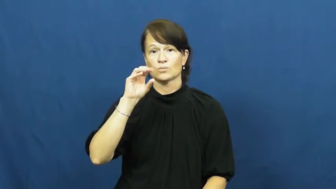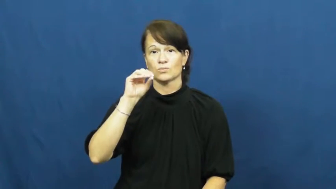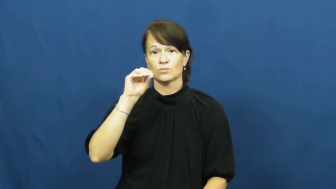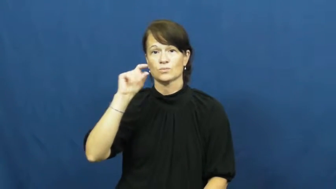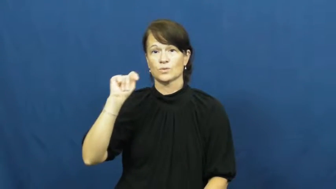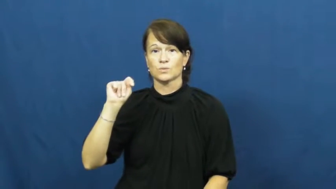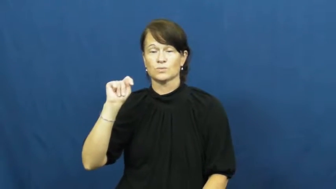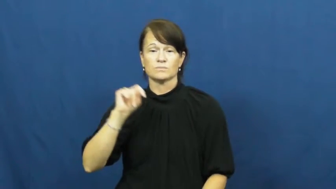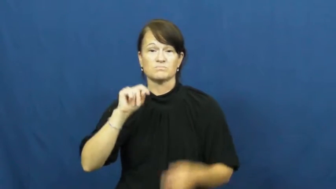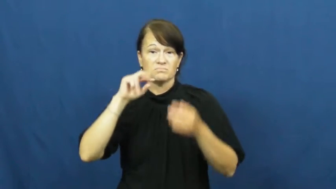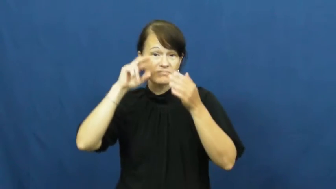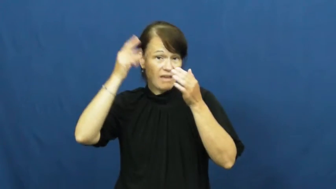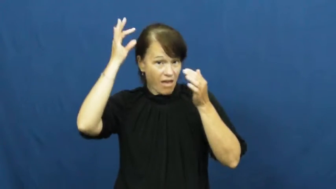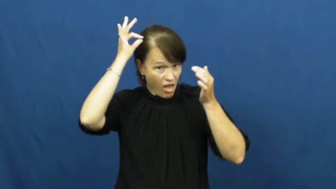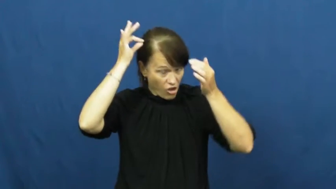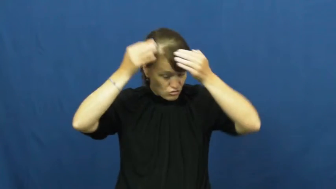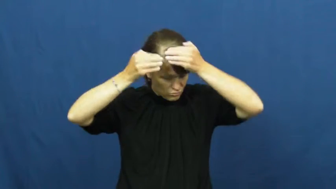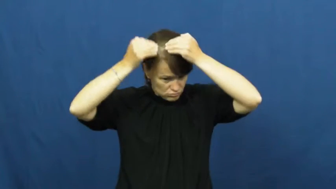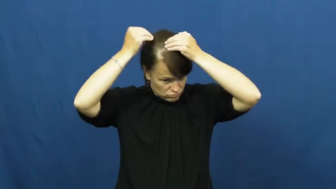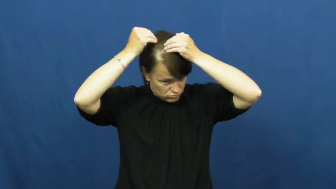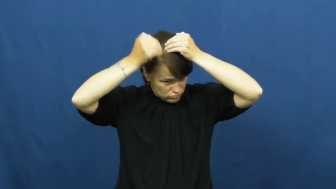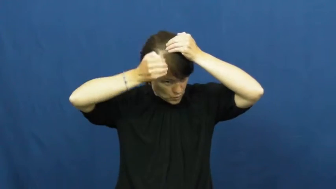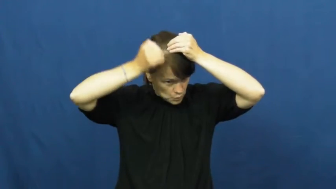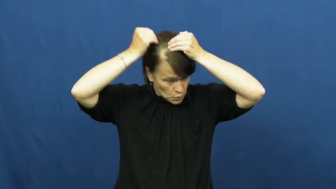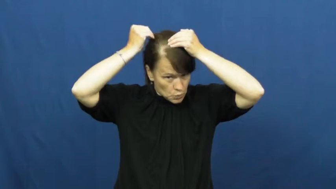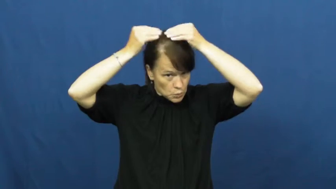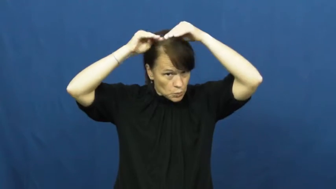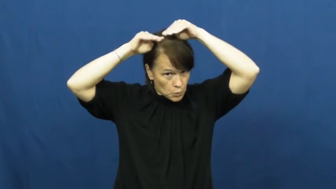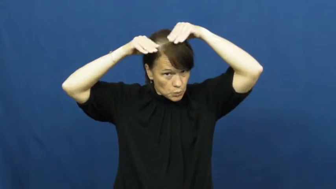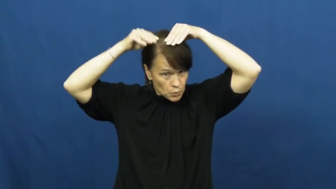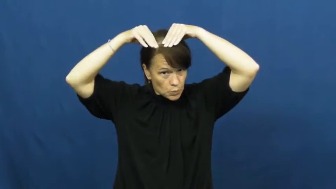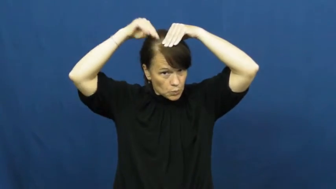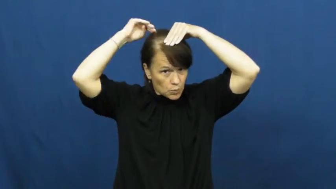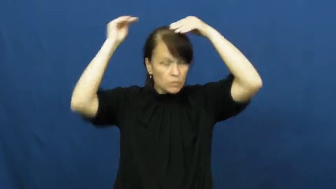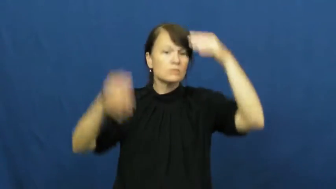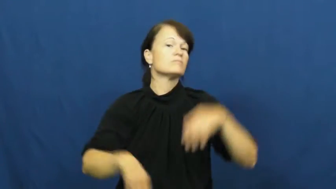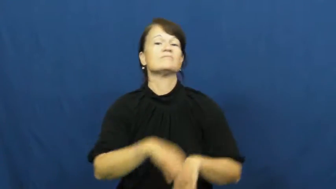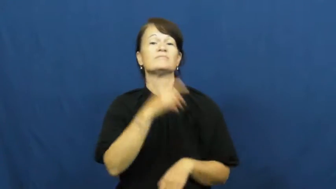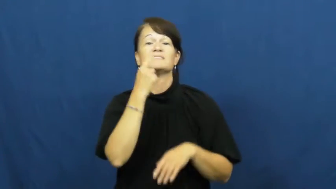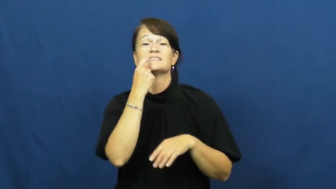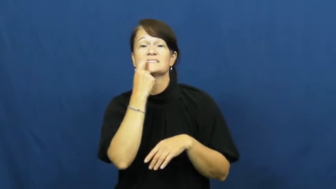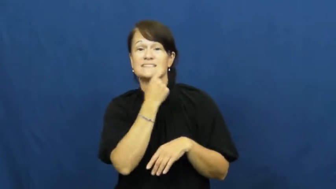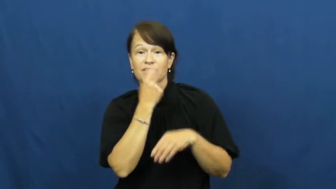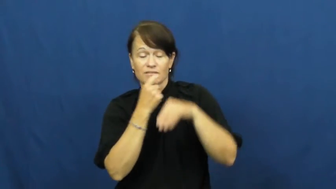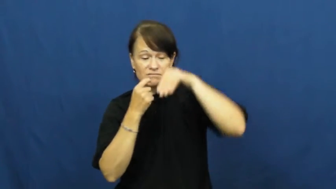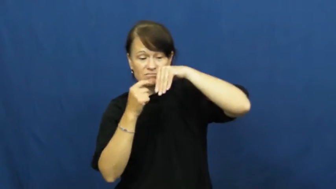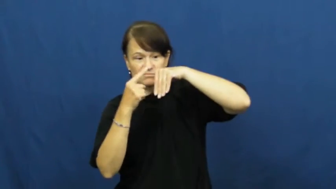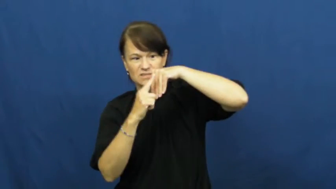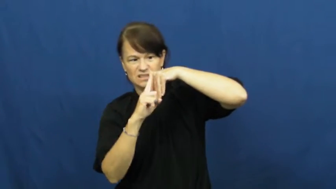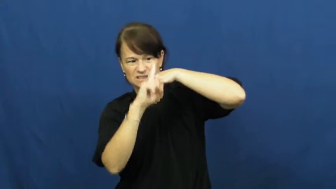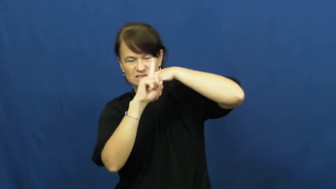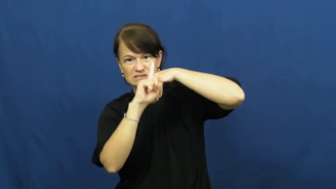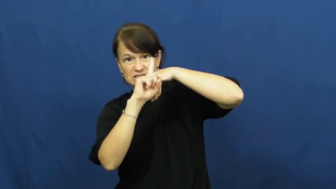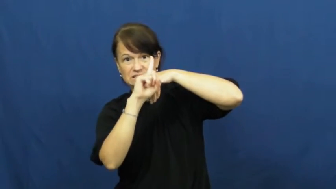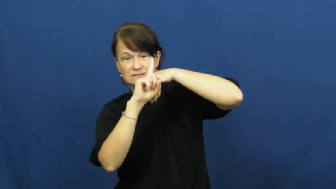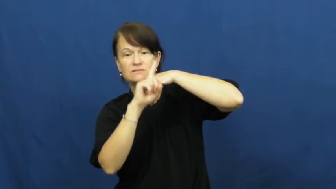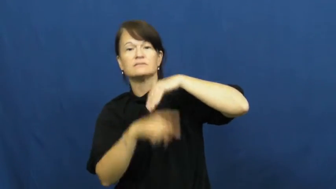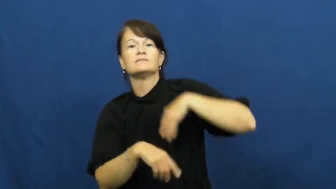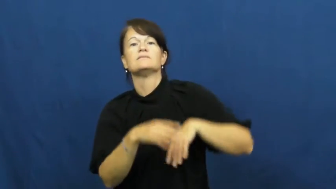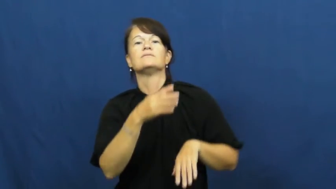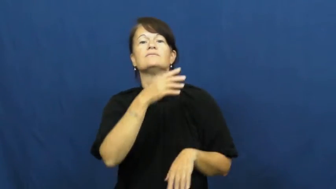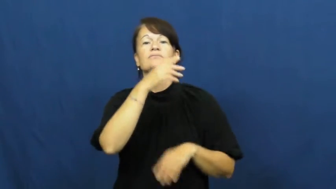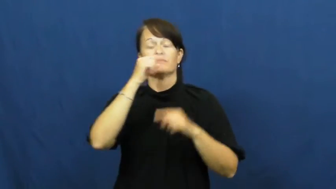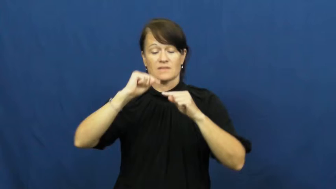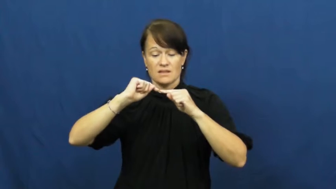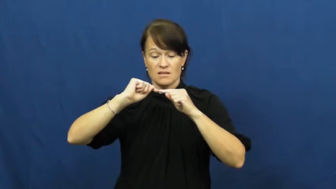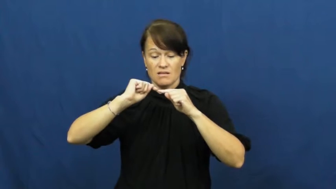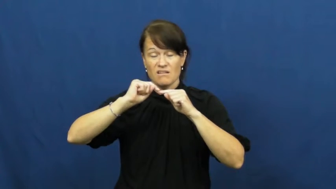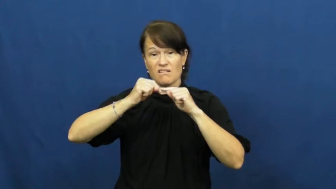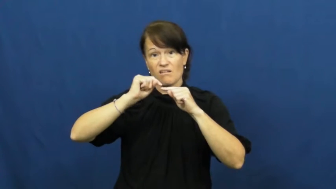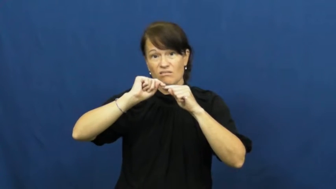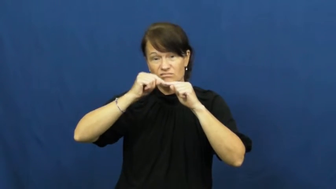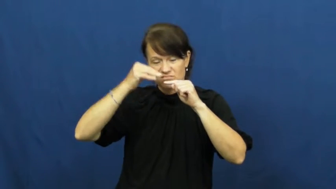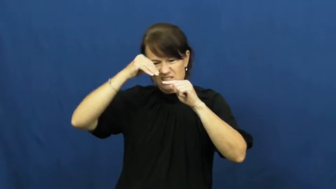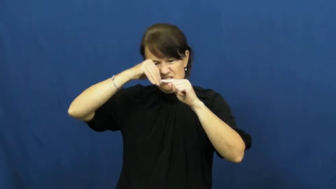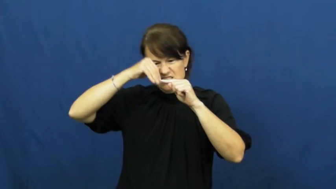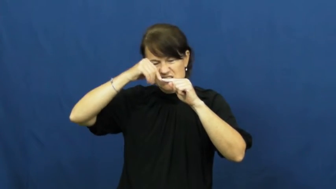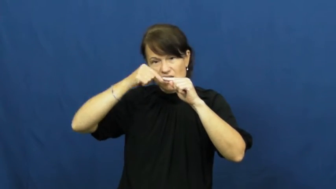root-body